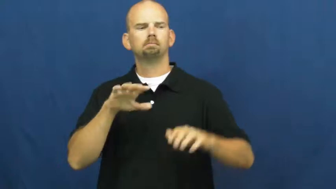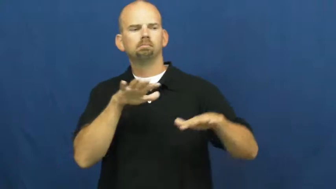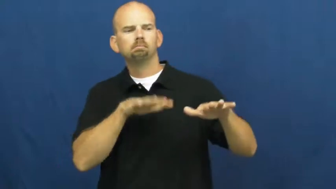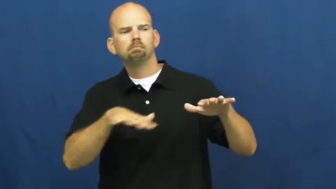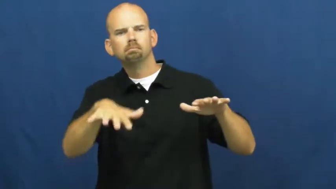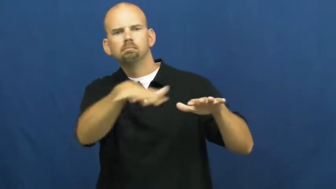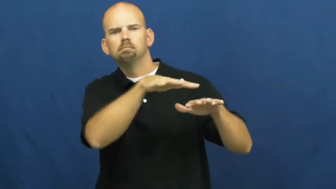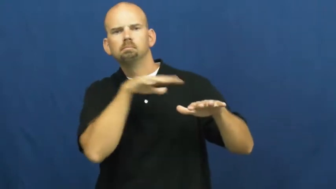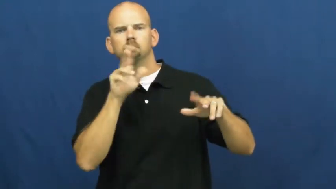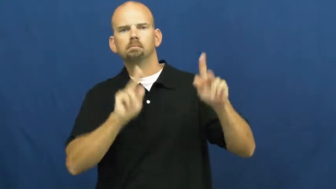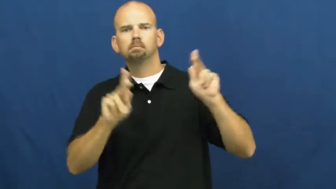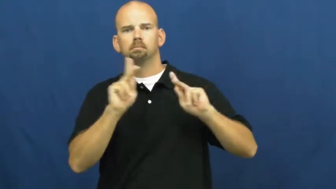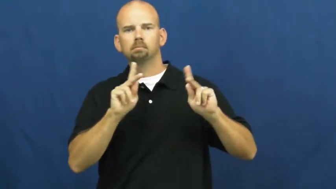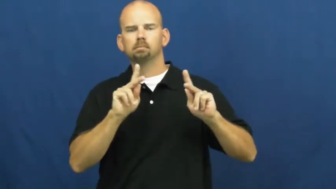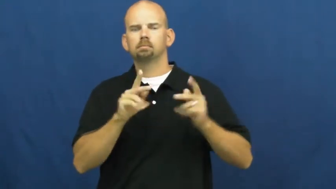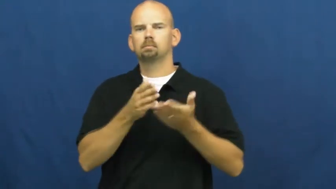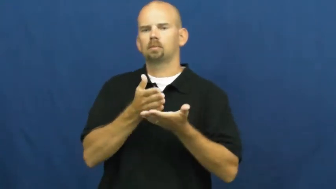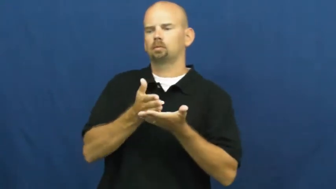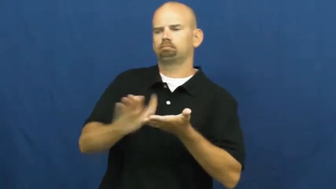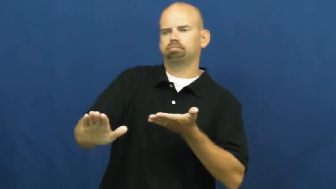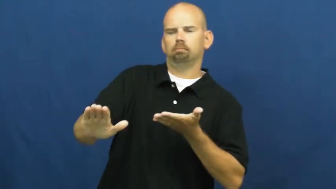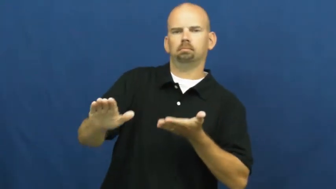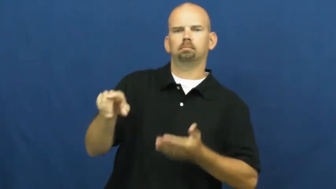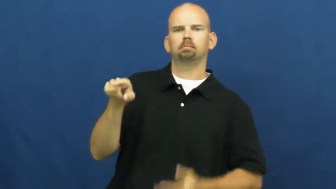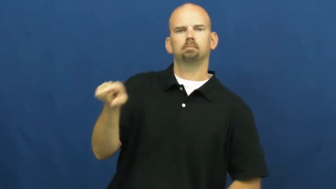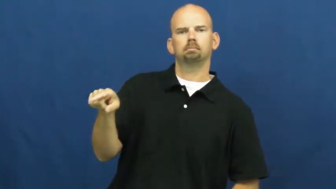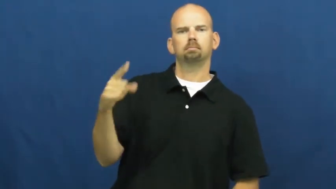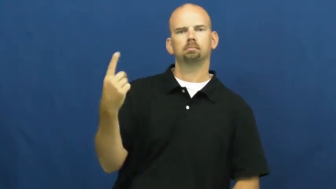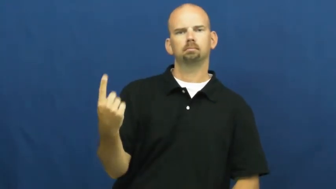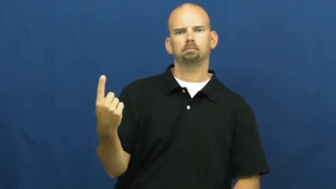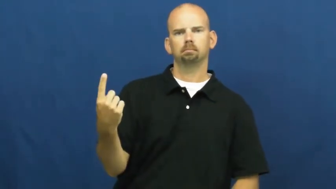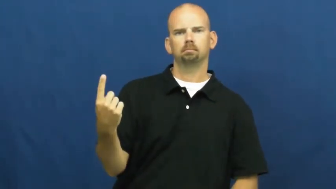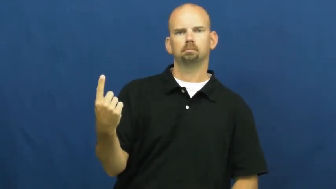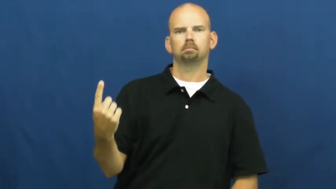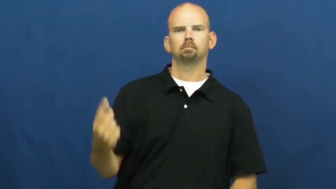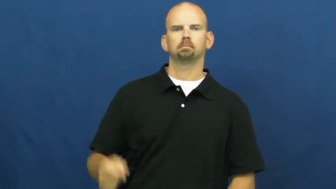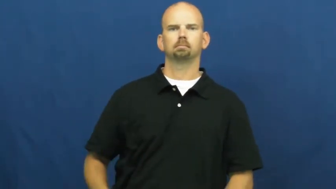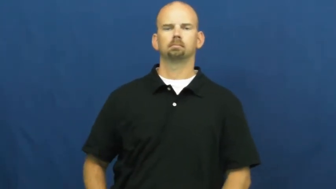shun,ostracize